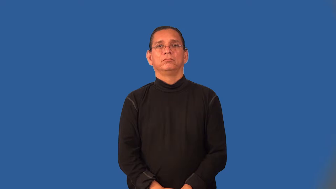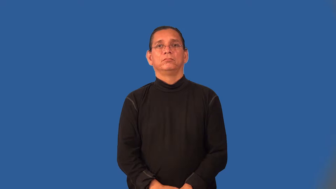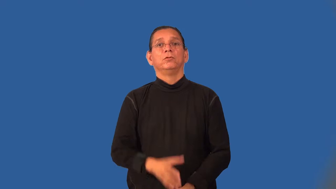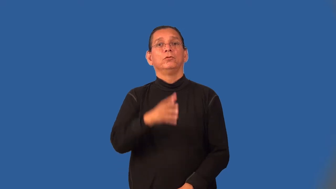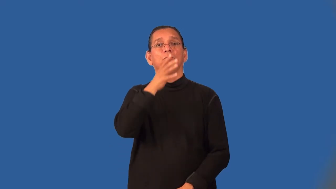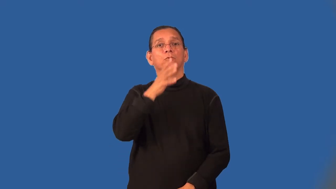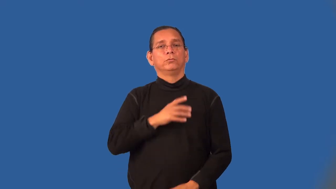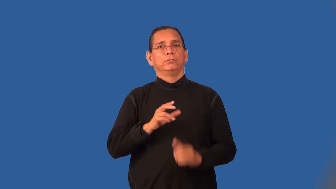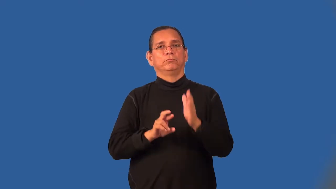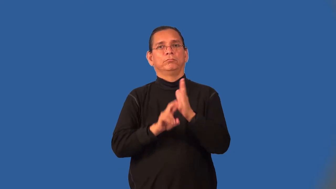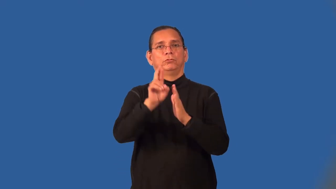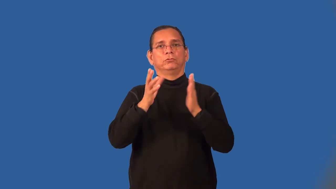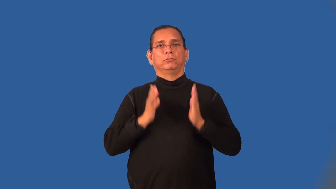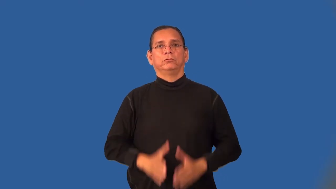spacewoman